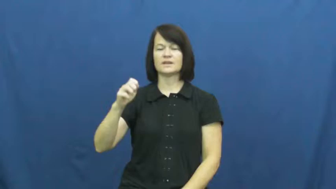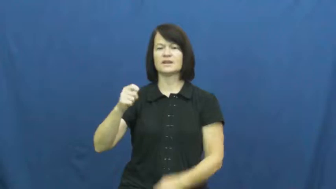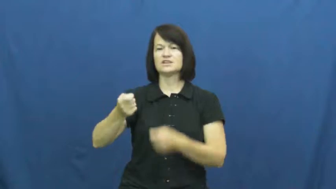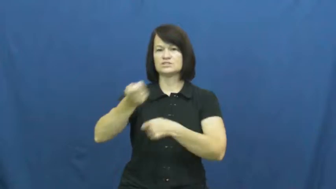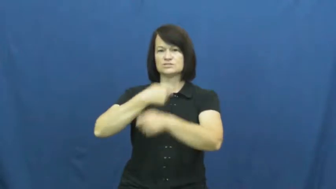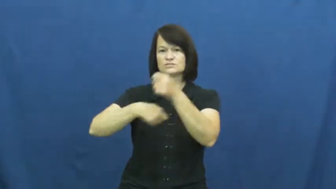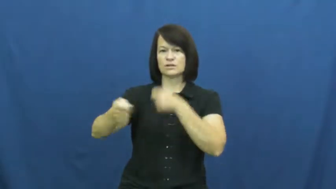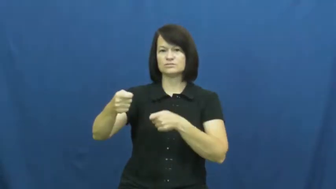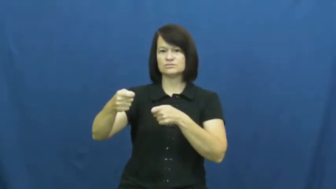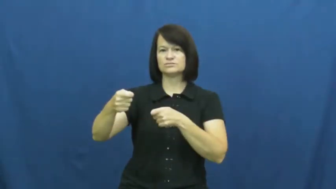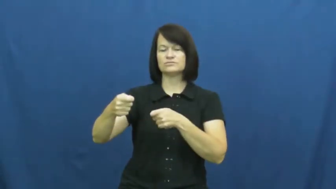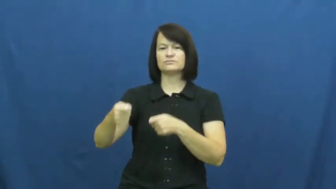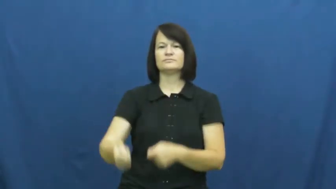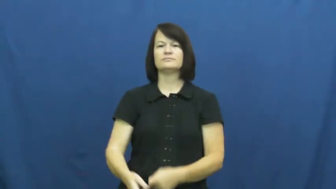trade in-exchange